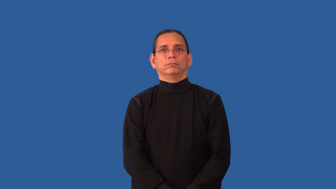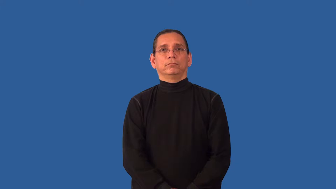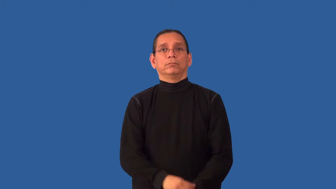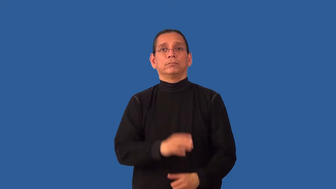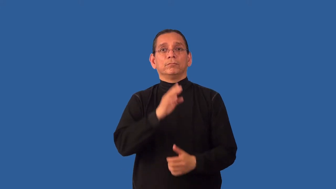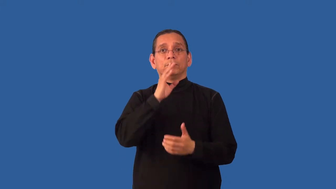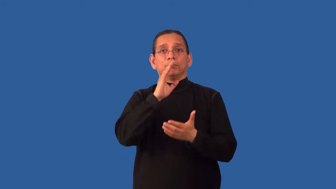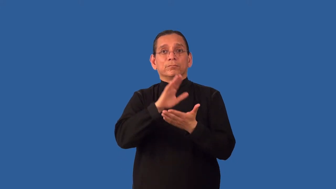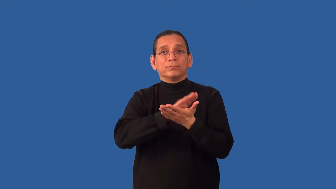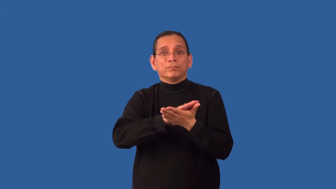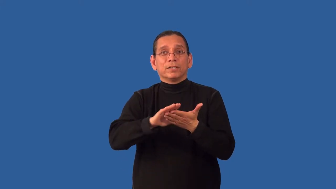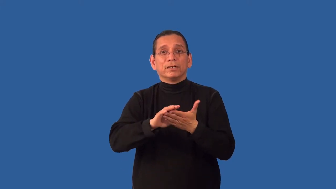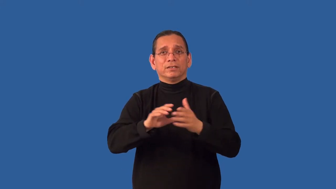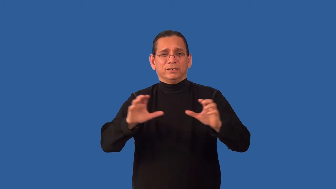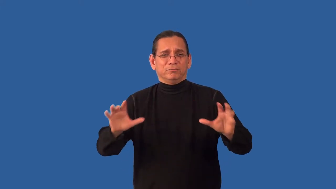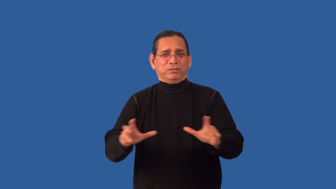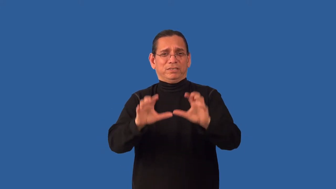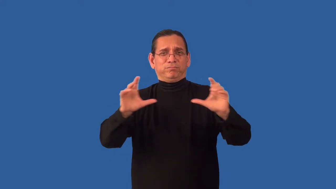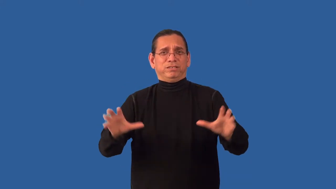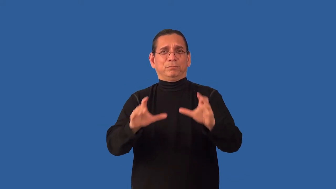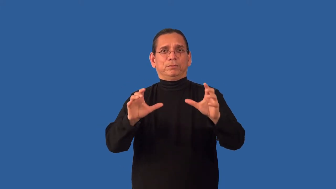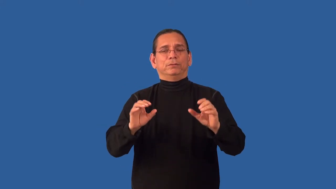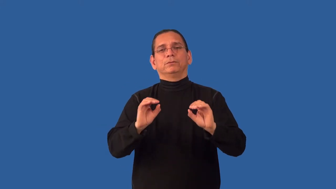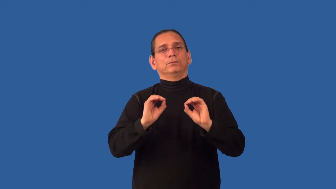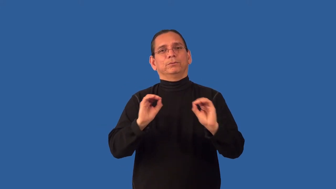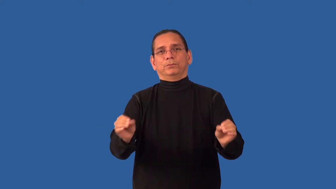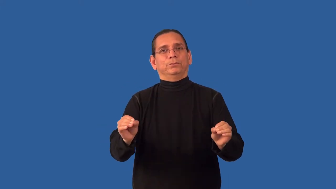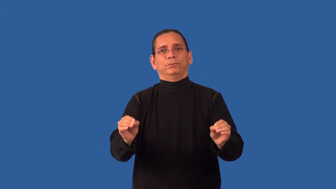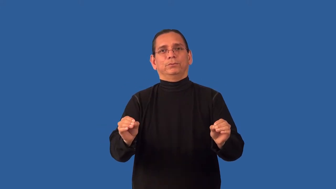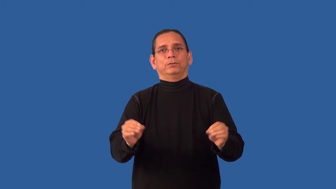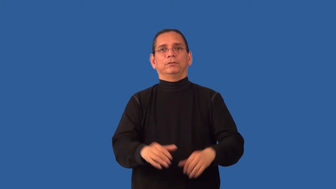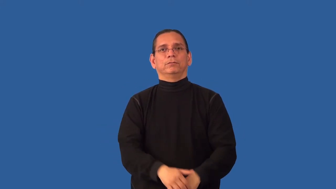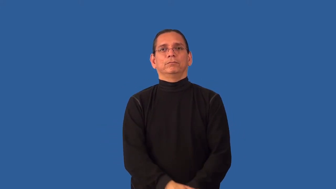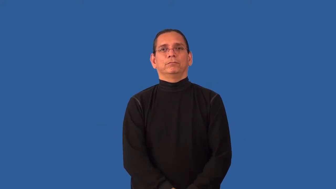unornamented